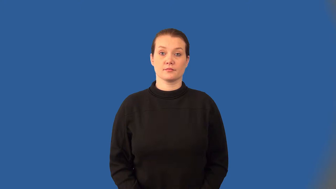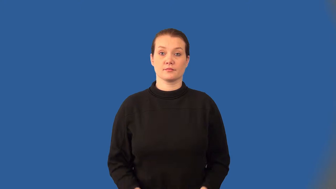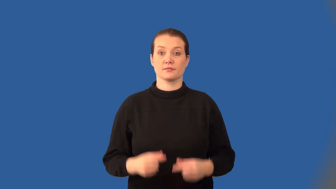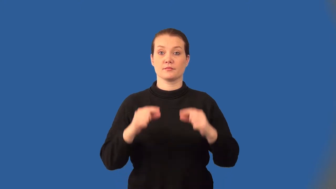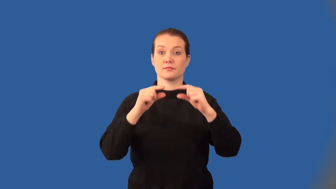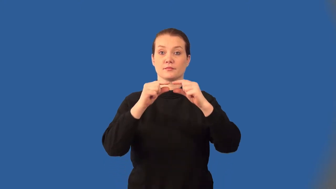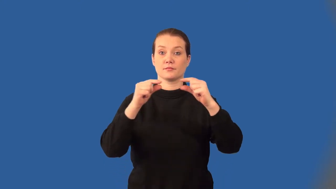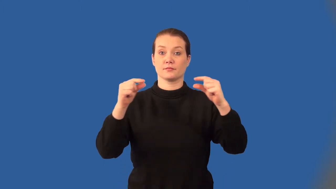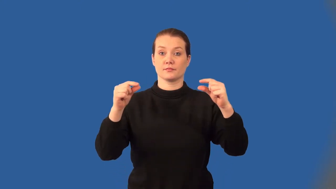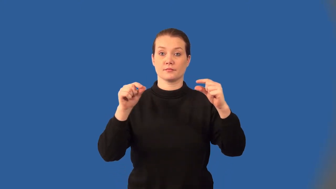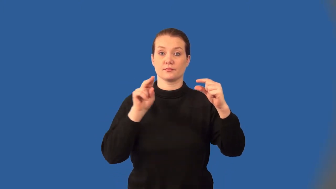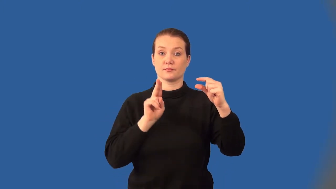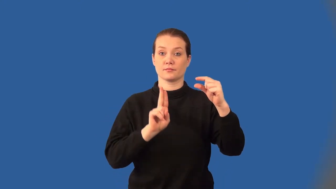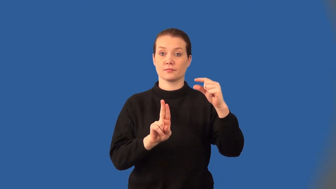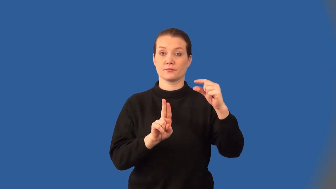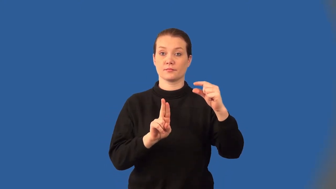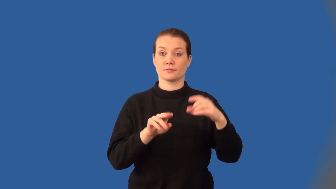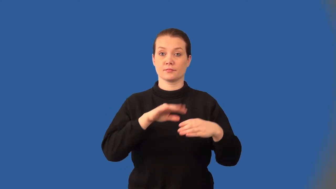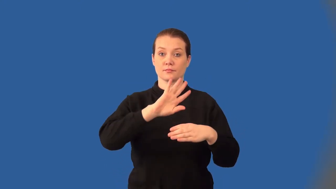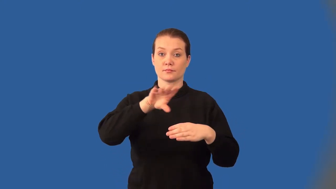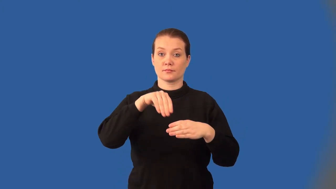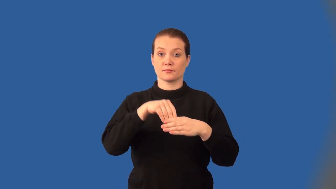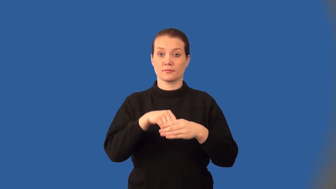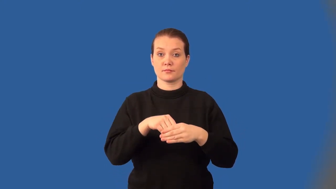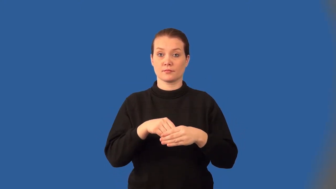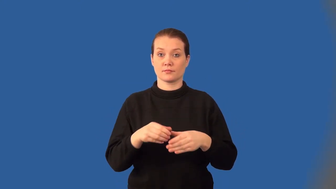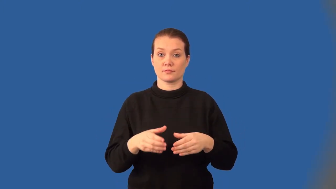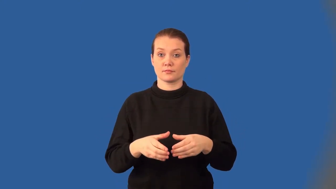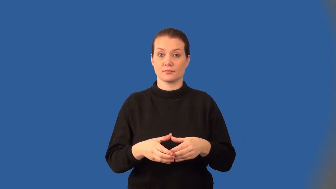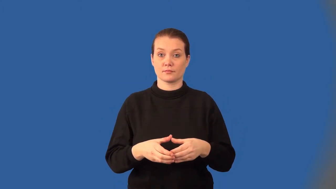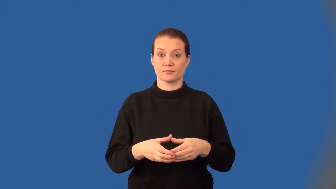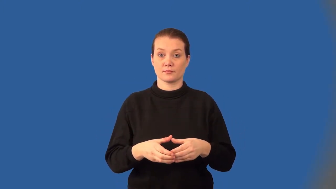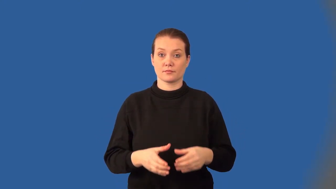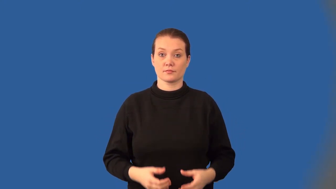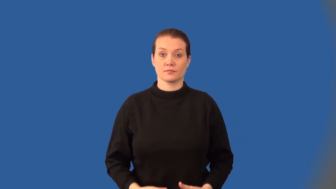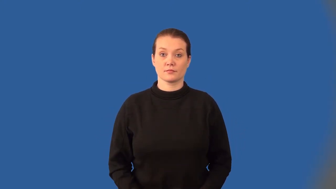genome